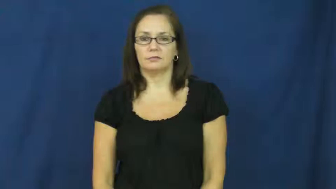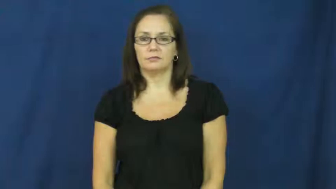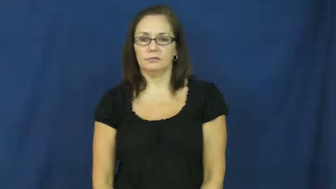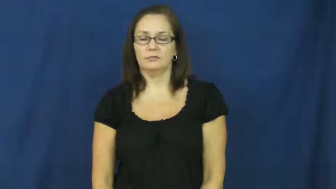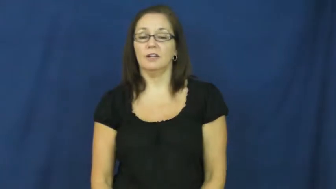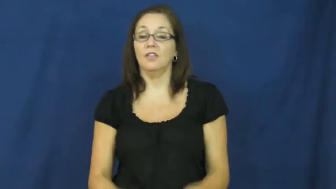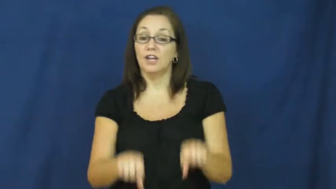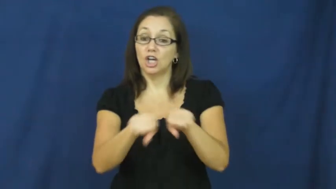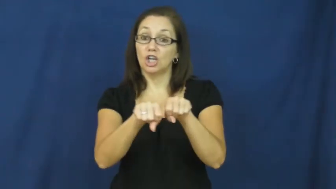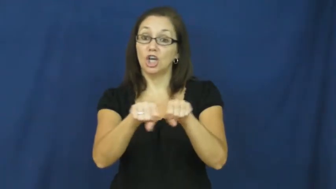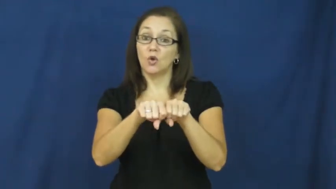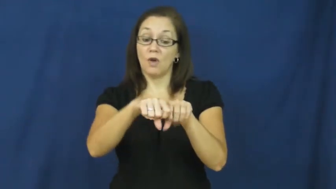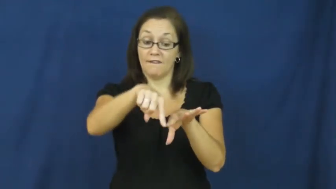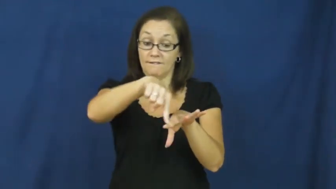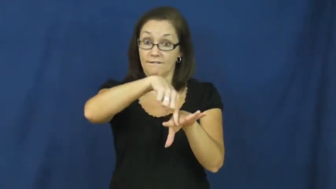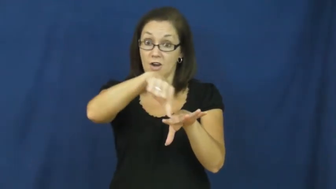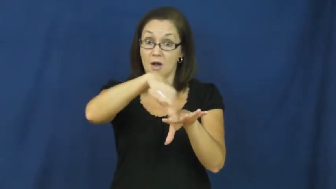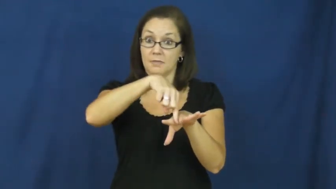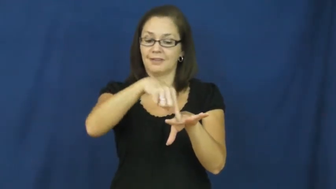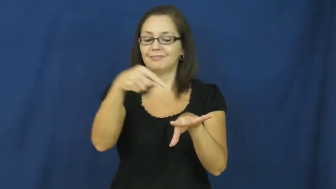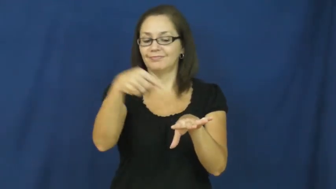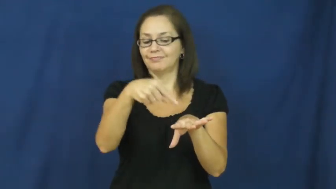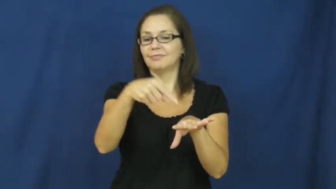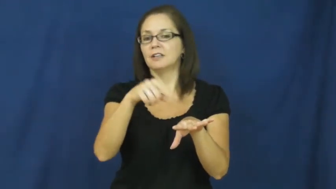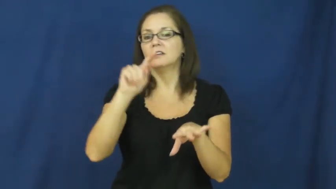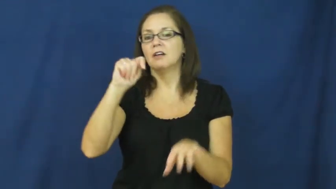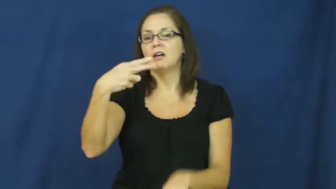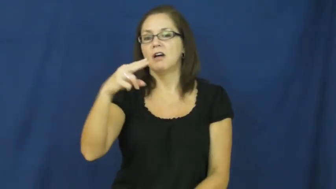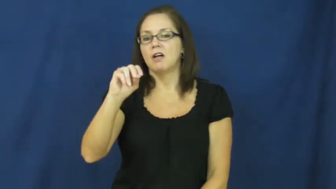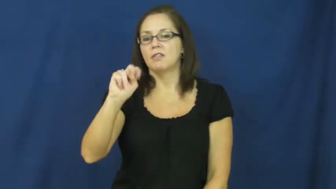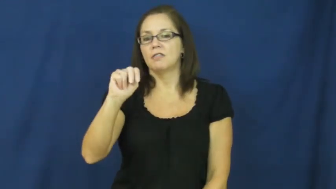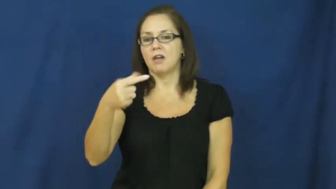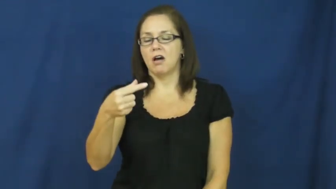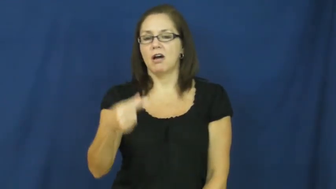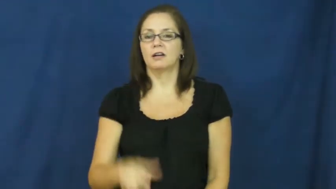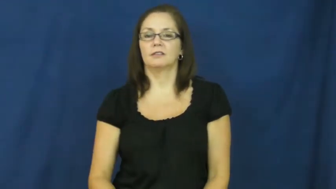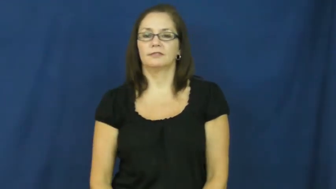thong-shoe